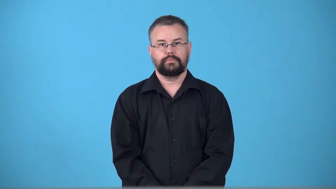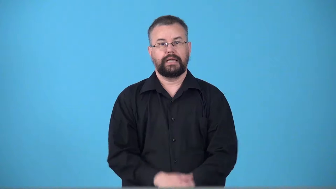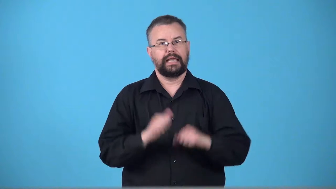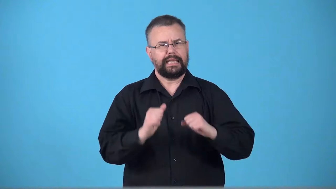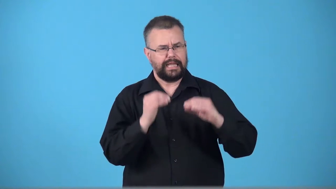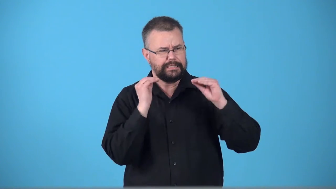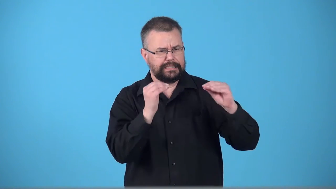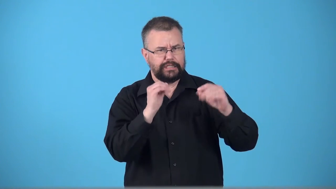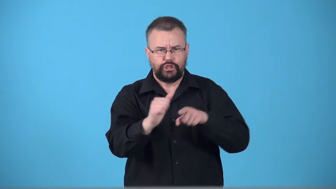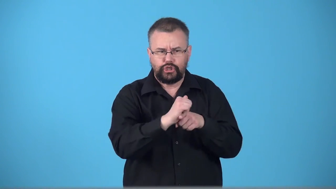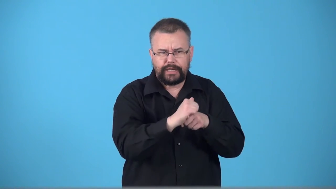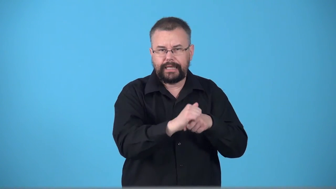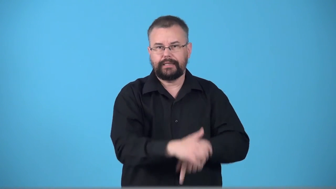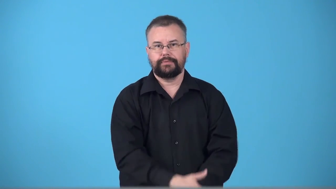trainable